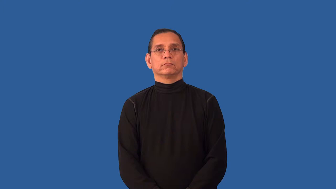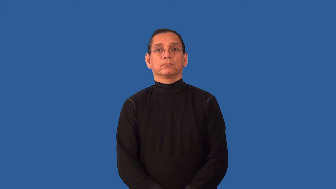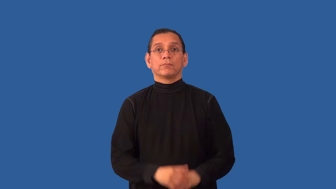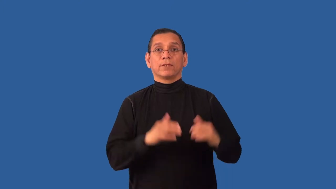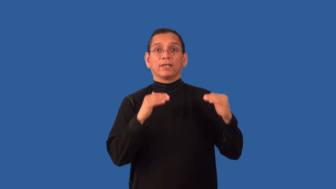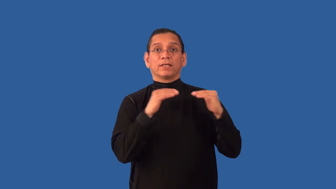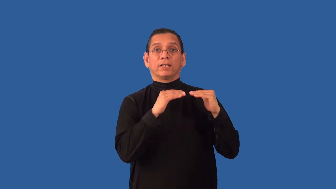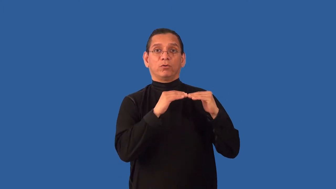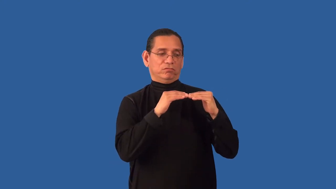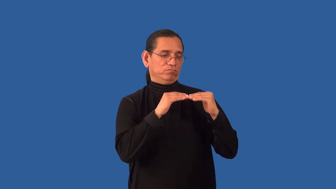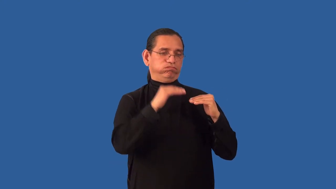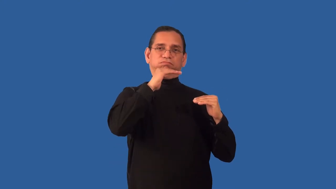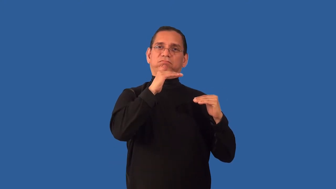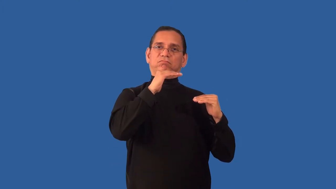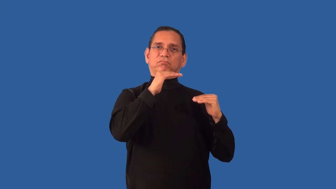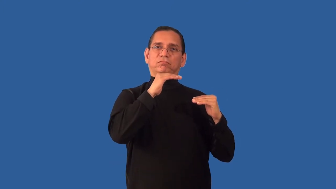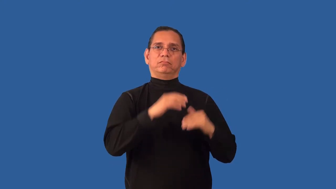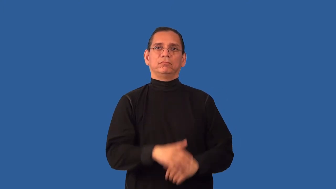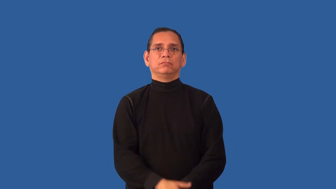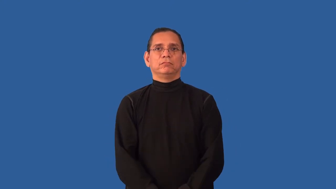overshadow,override-more important